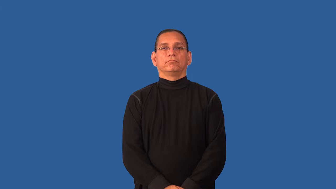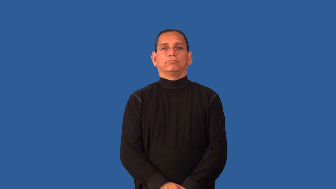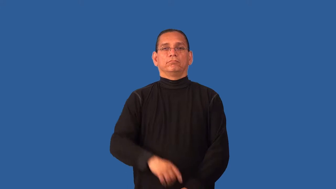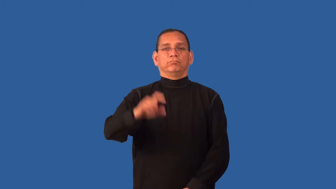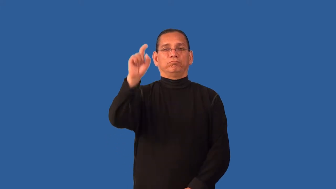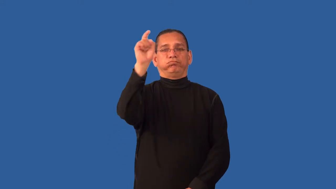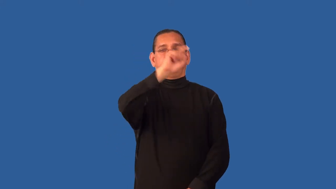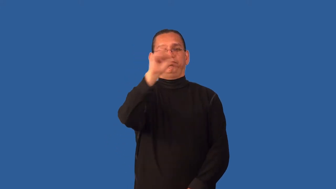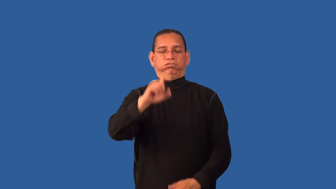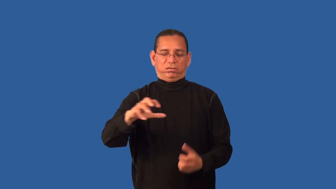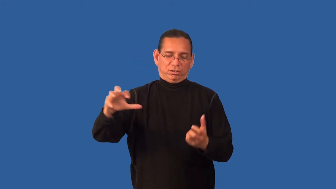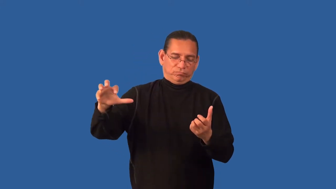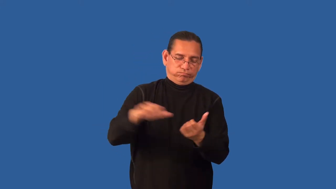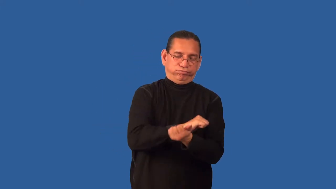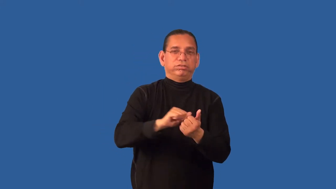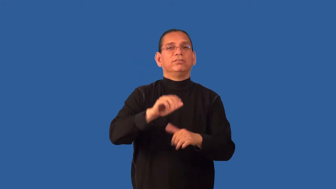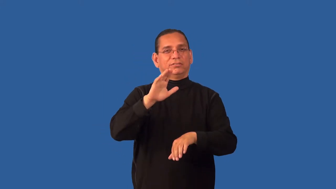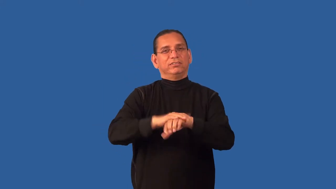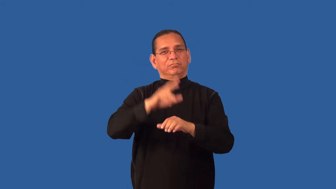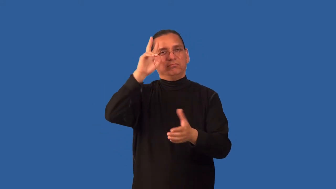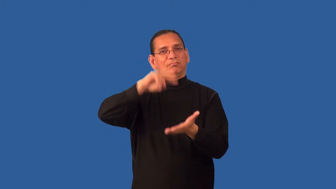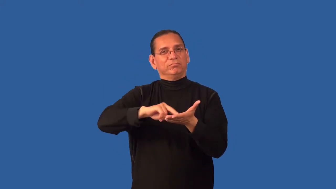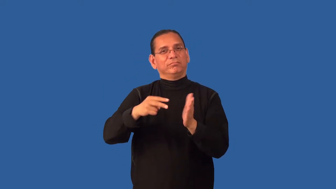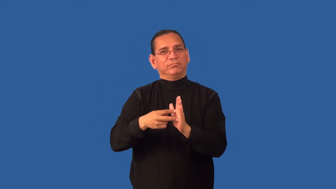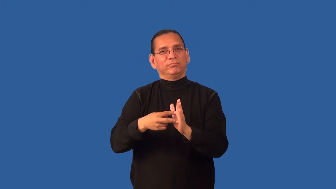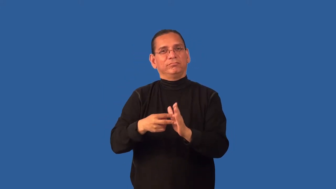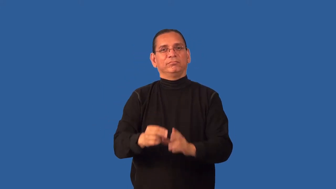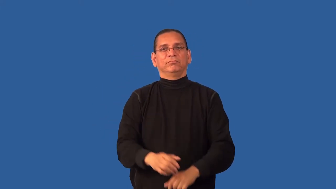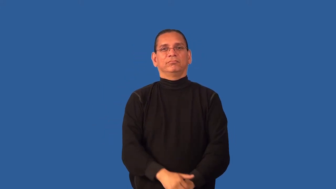deface,defloration